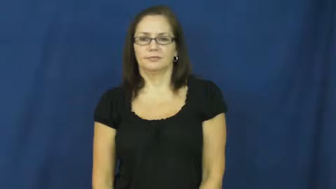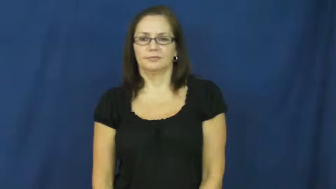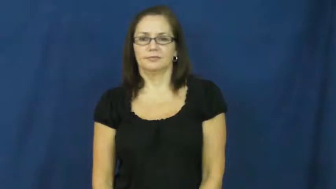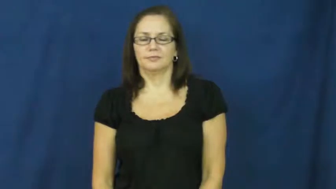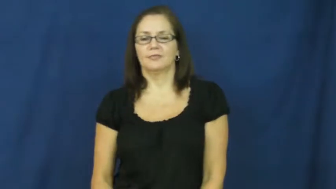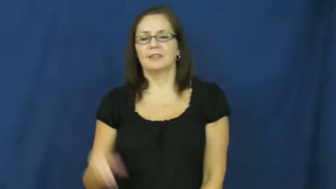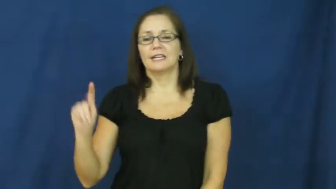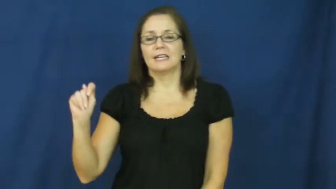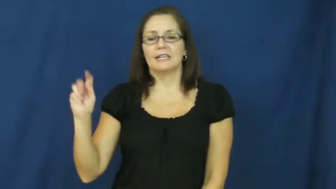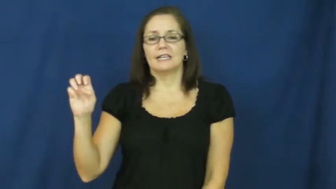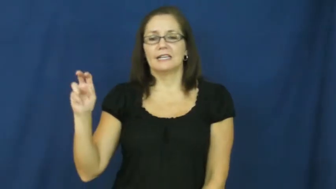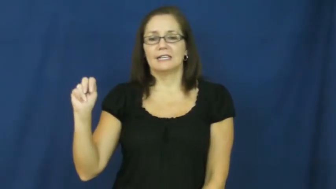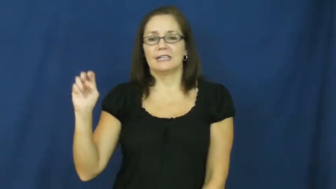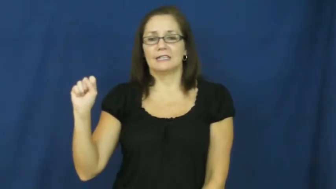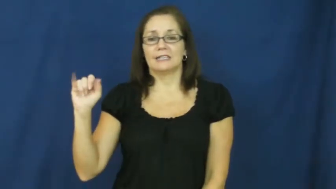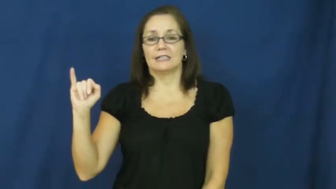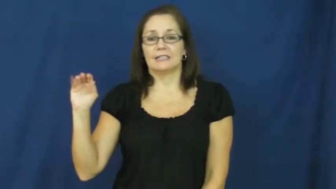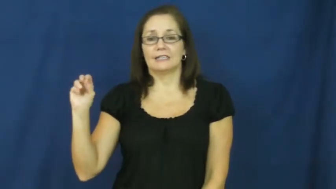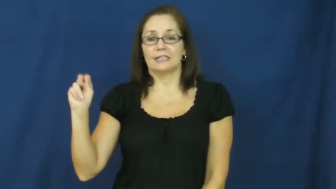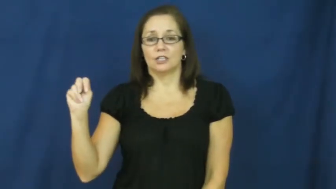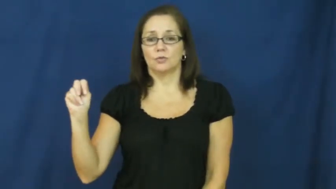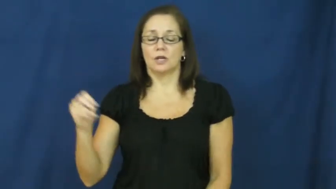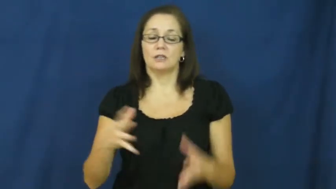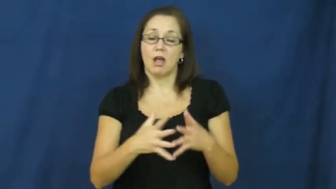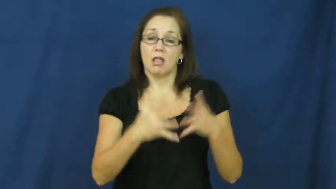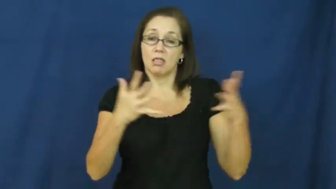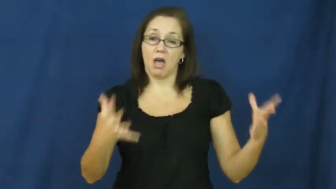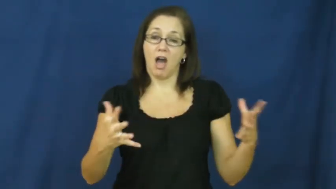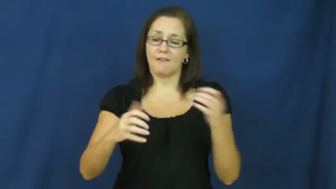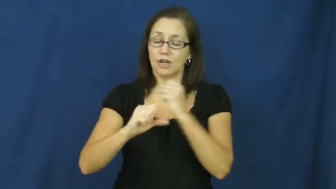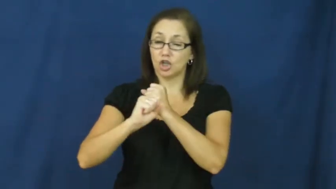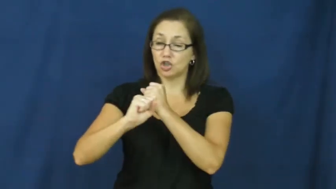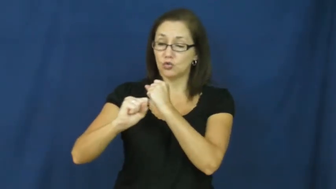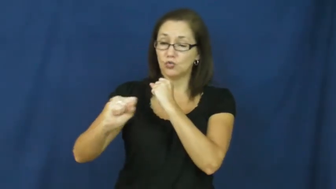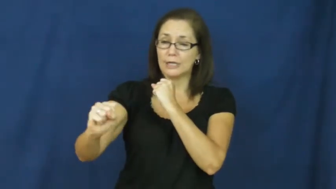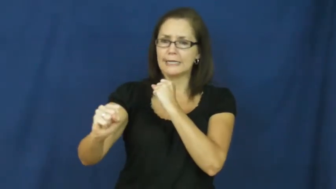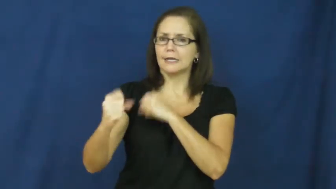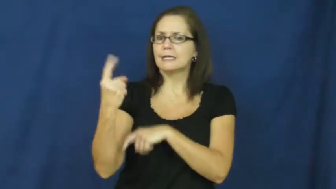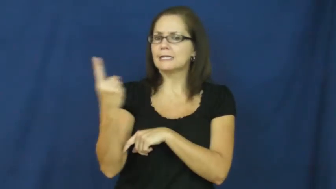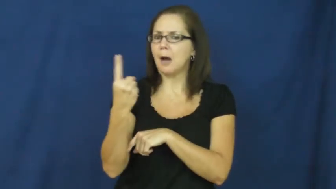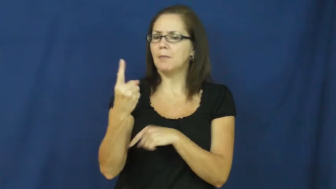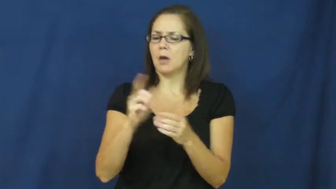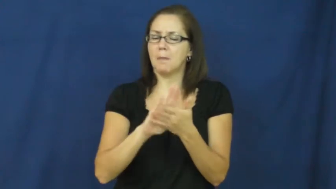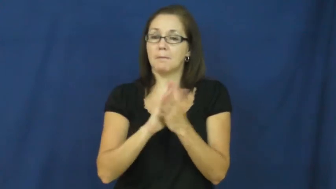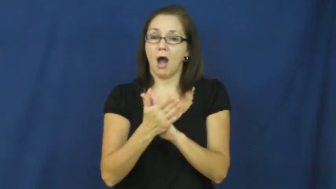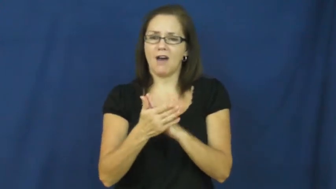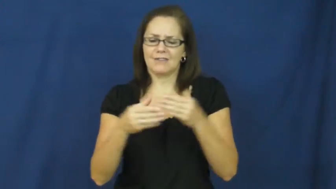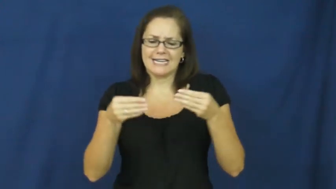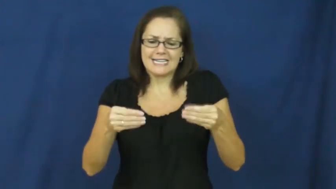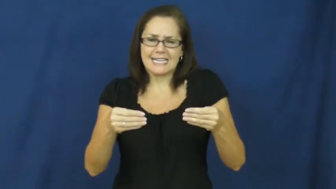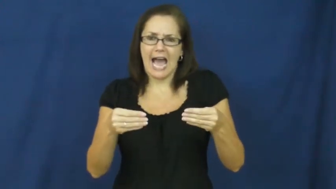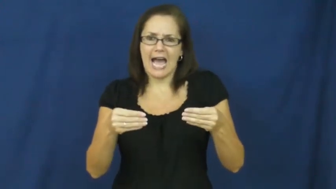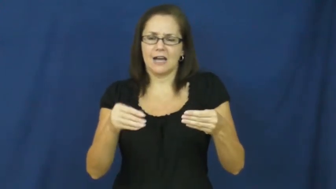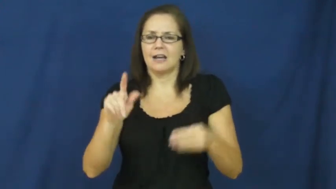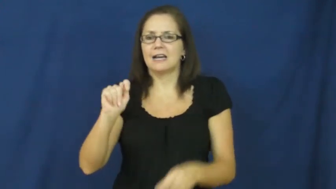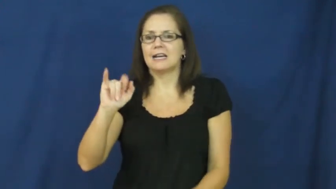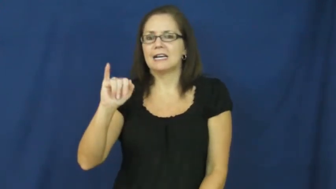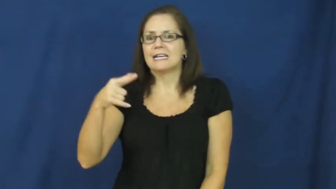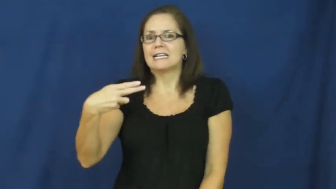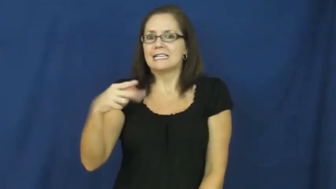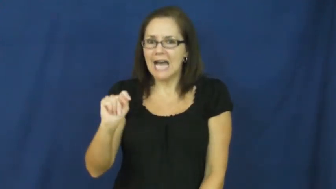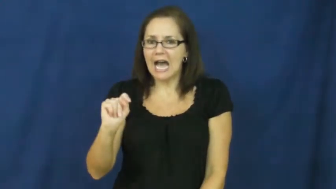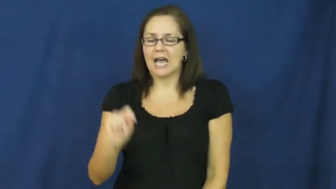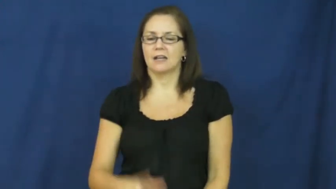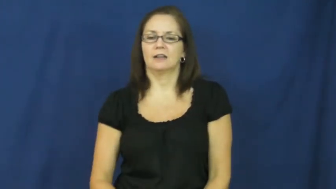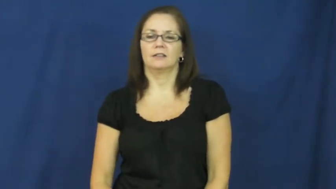tension-stretch become tight